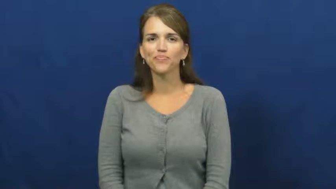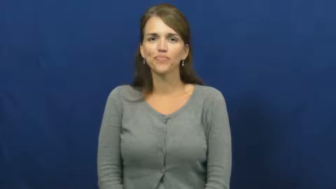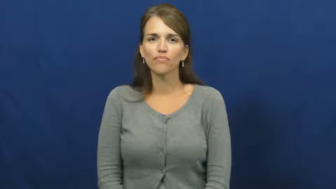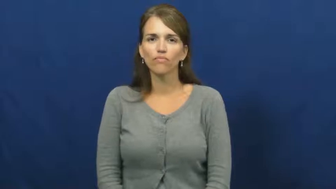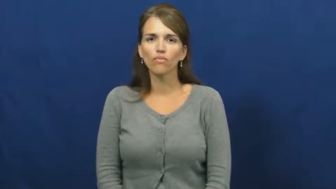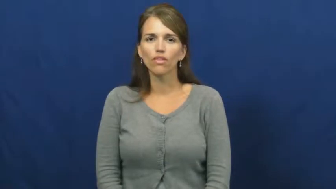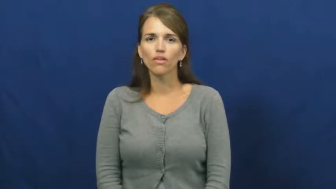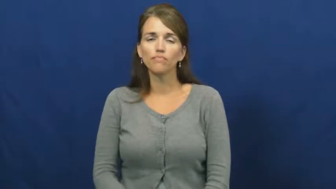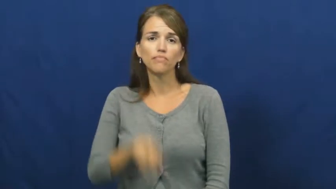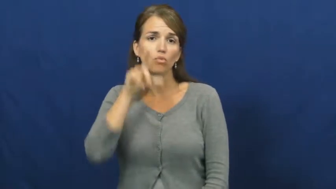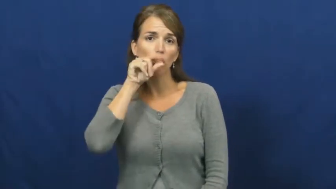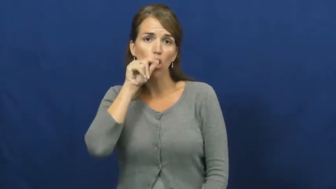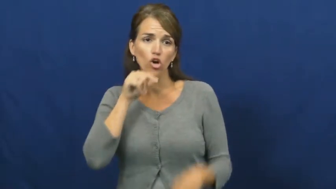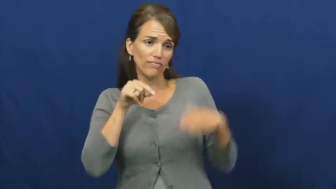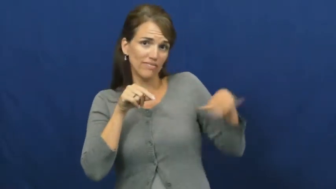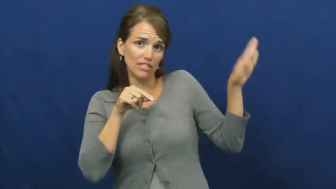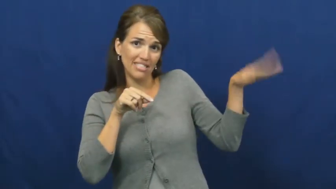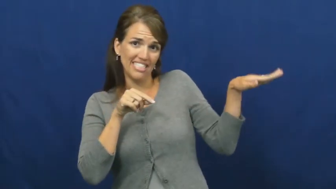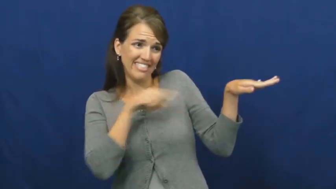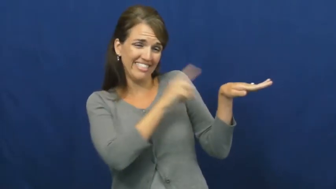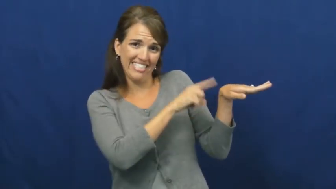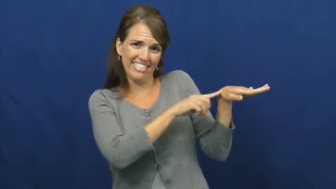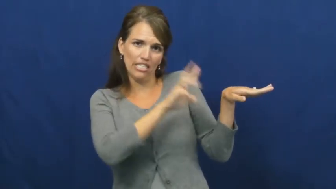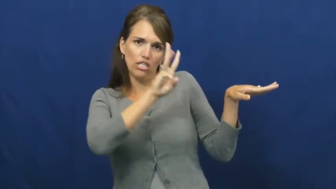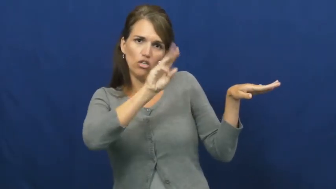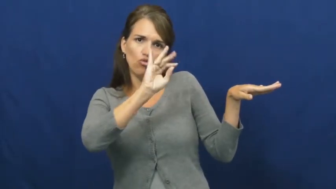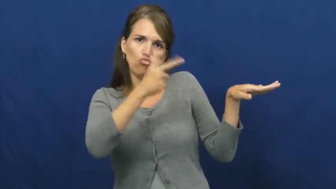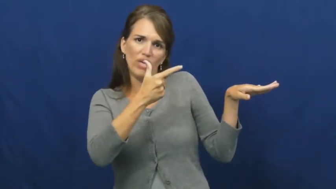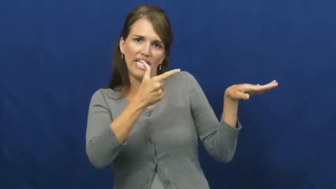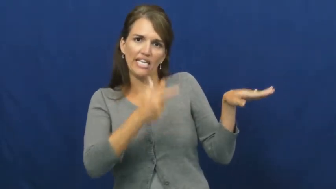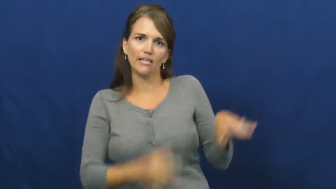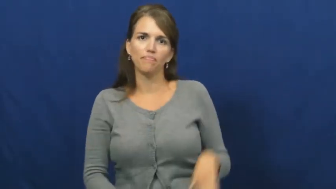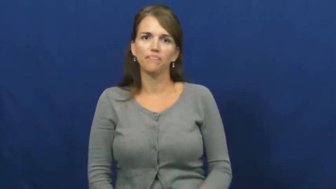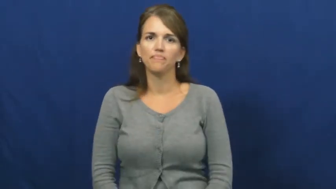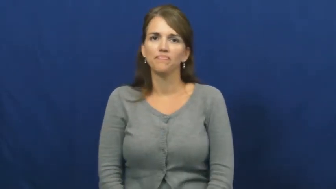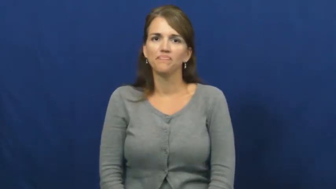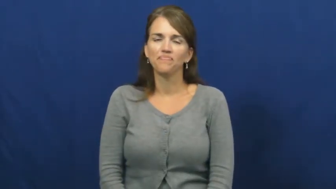wing,pennon,pennons-bird